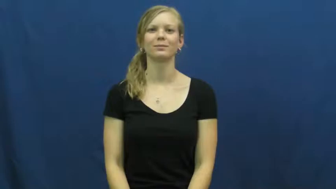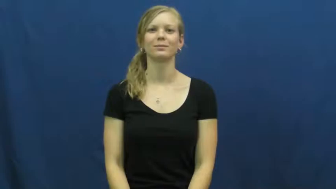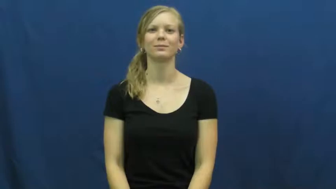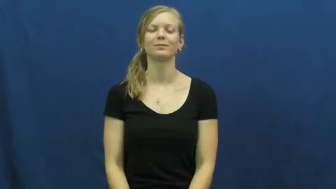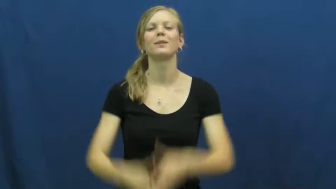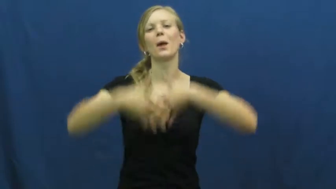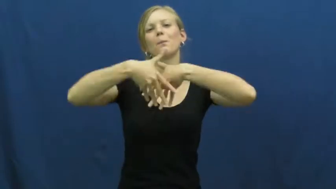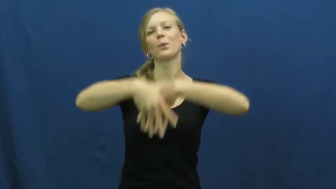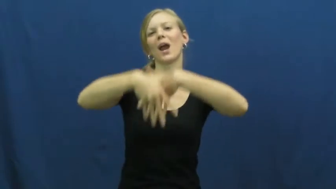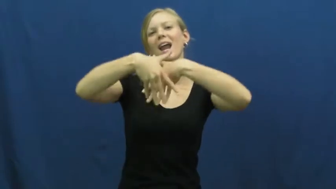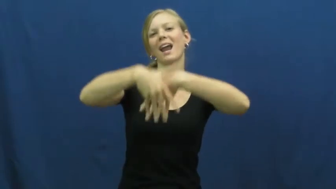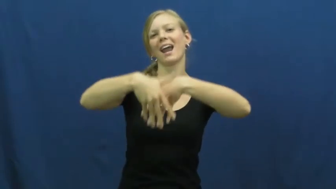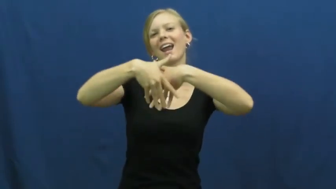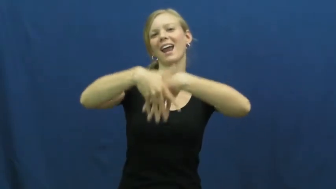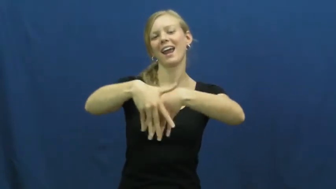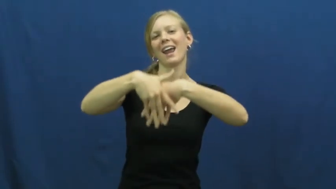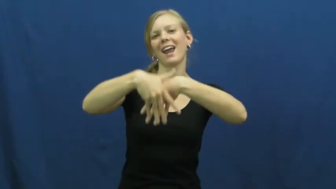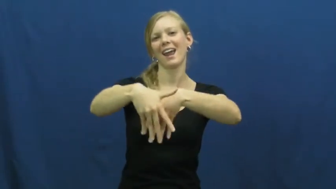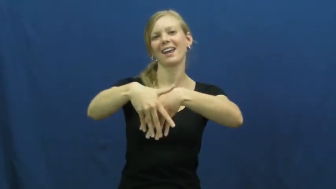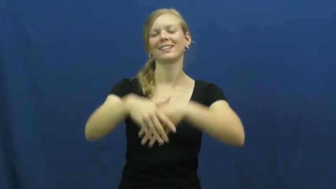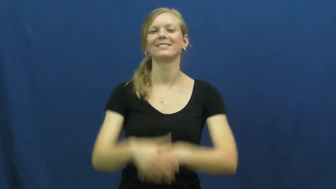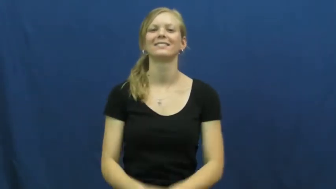parade,calvacde